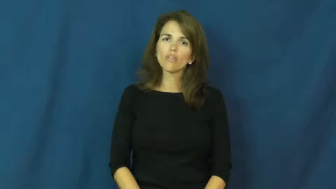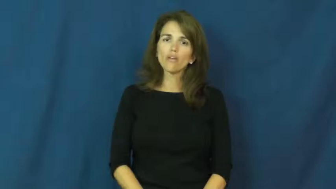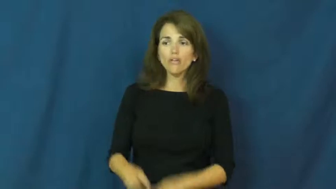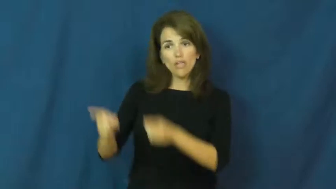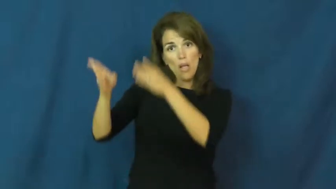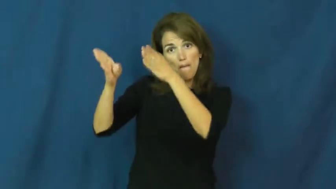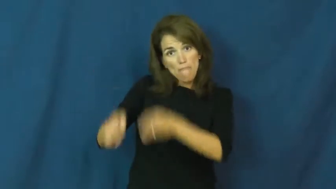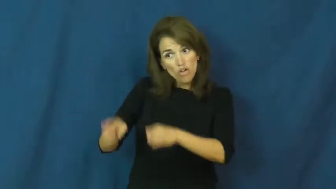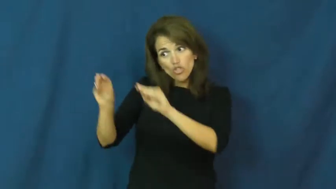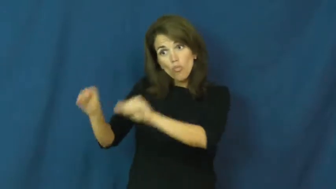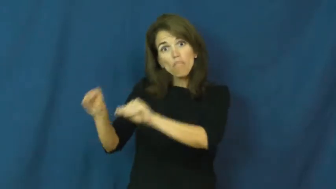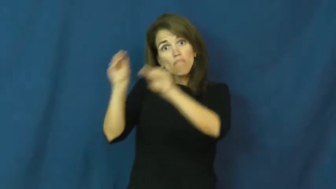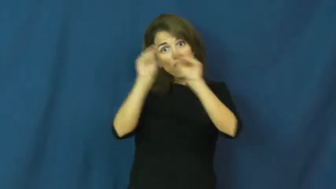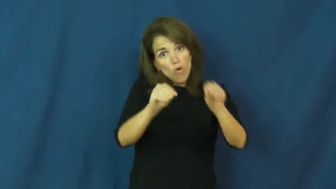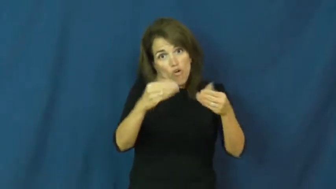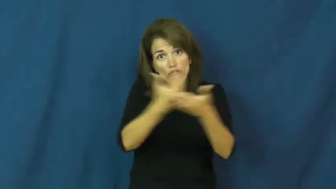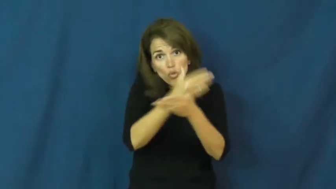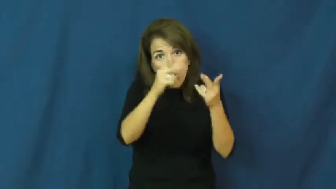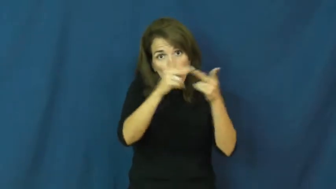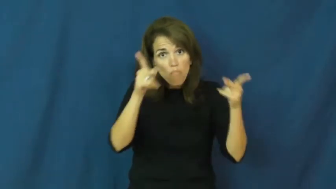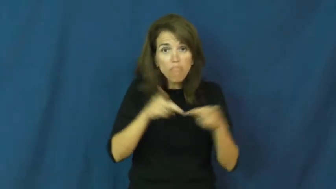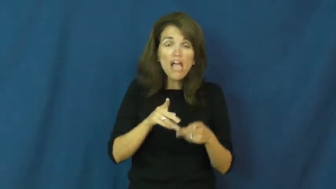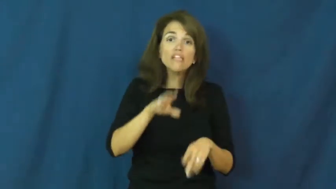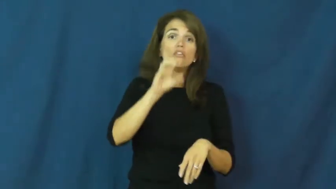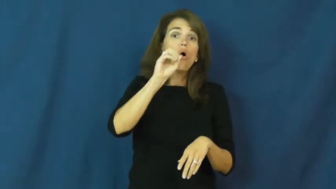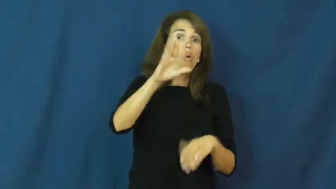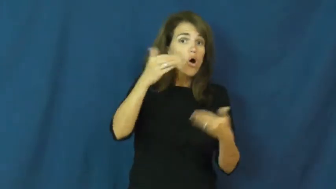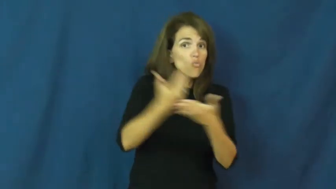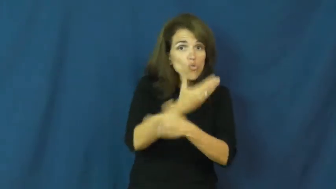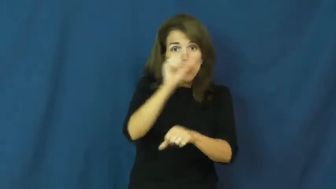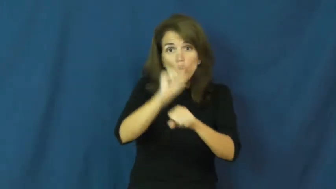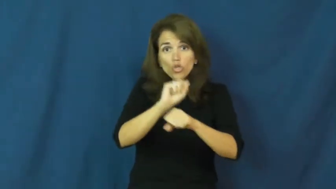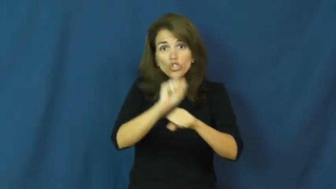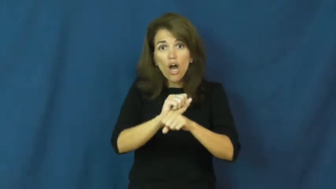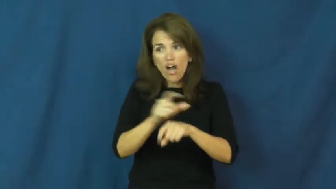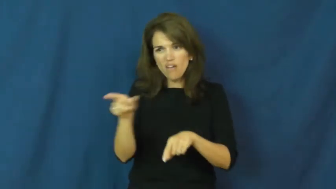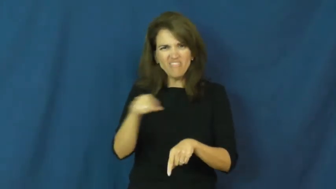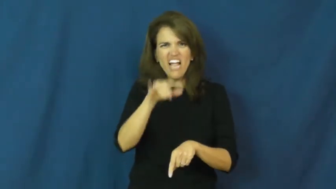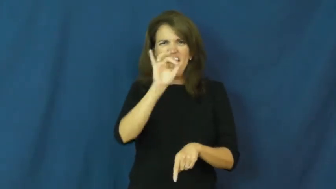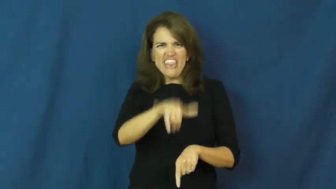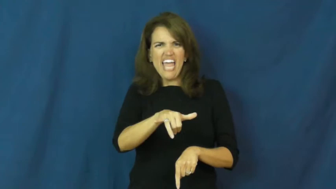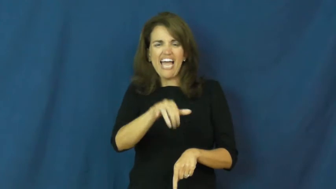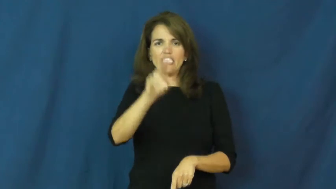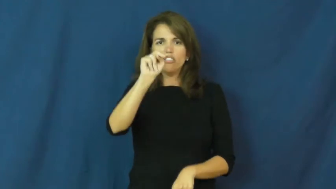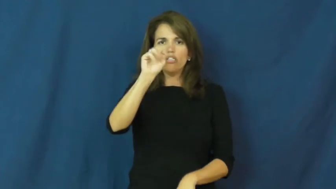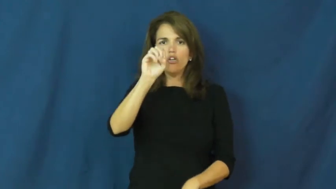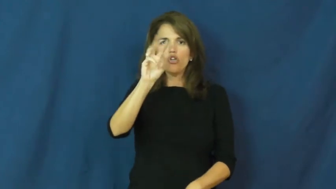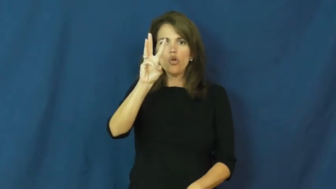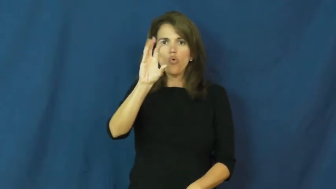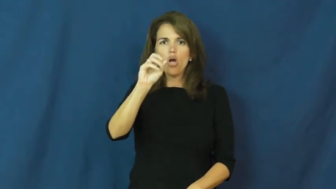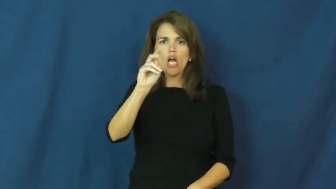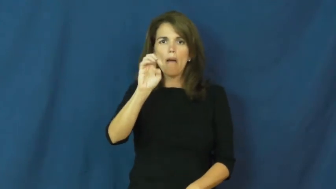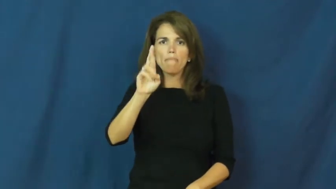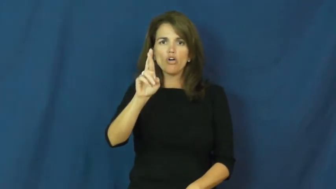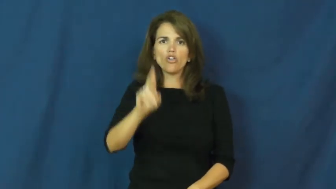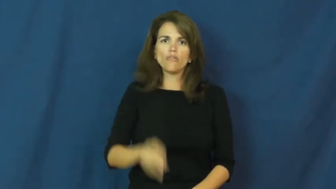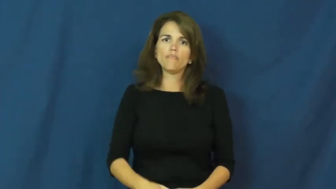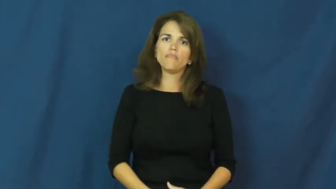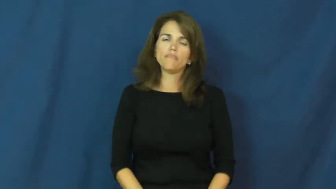newcomer